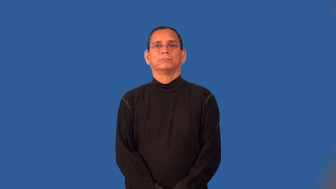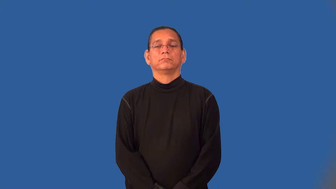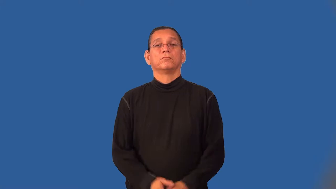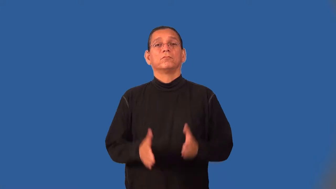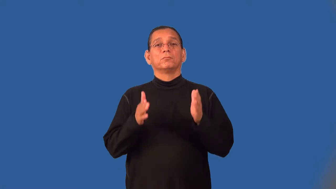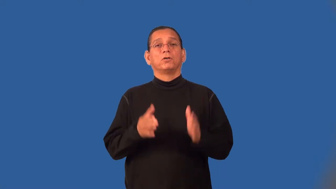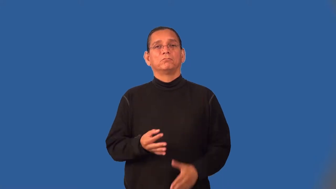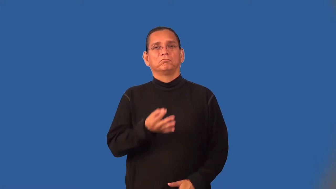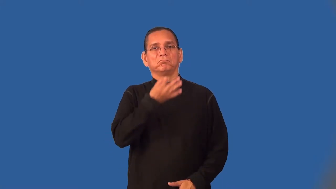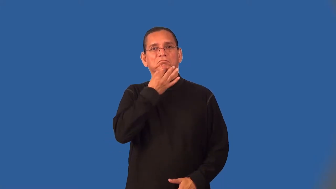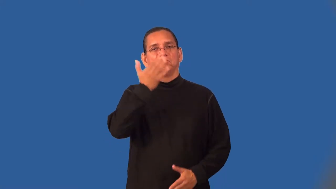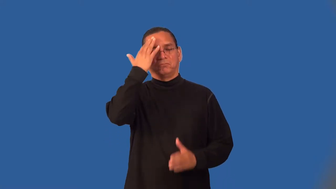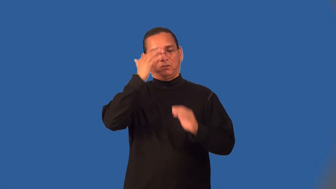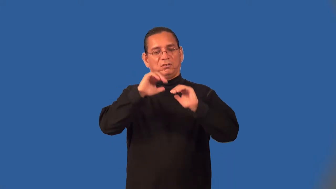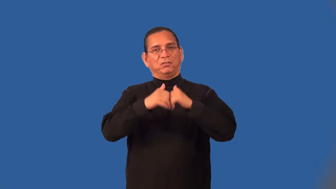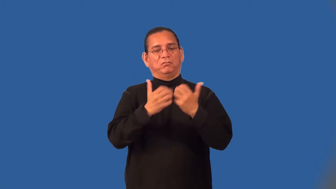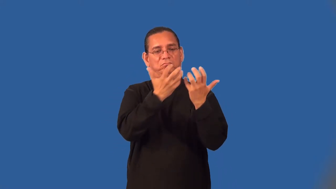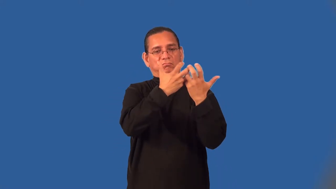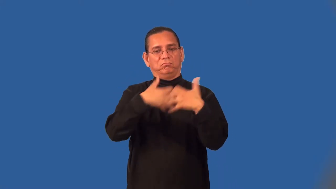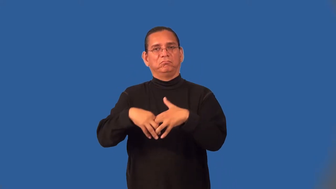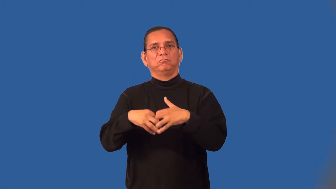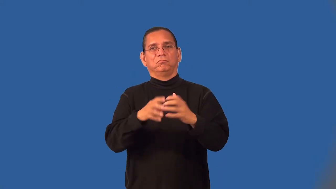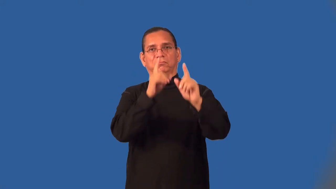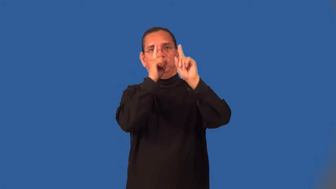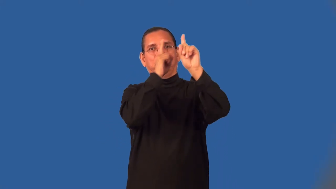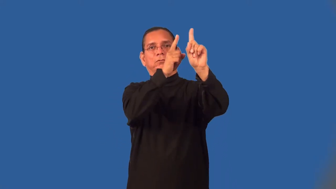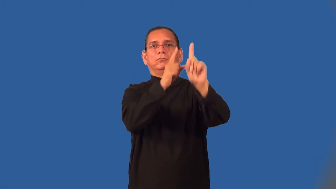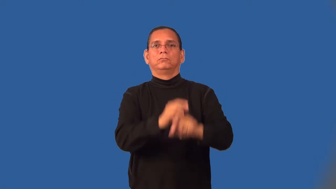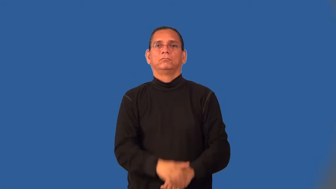tactician